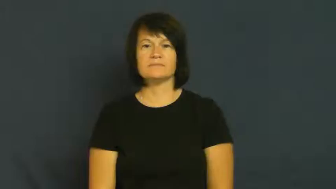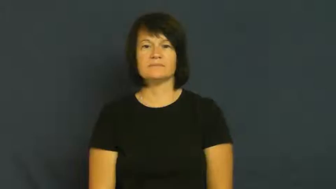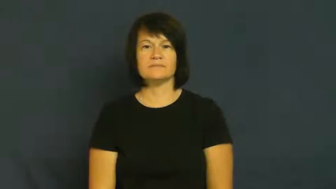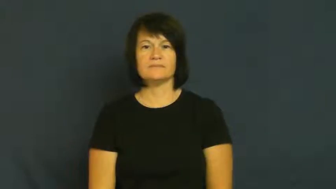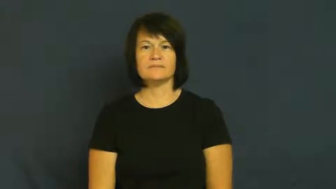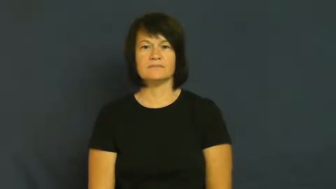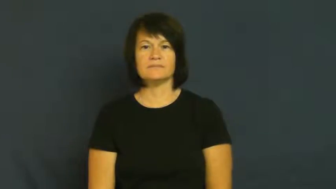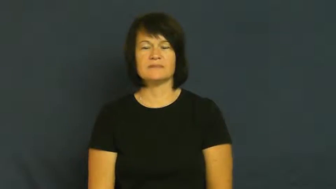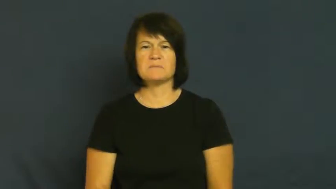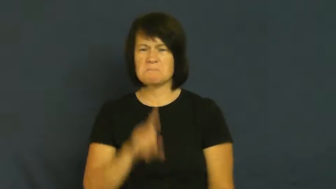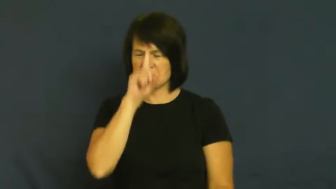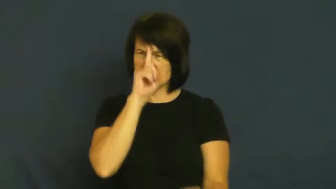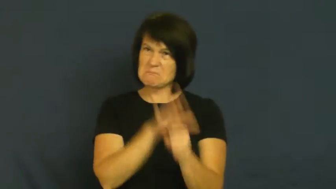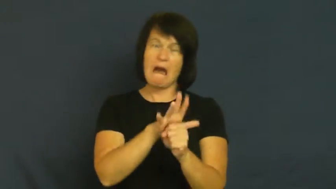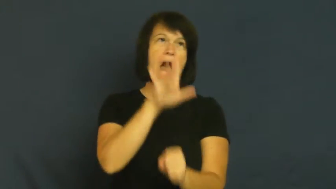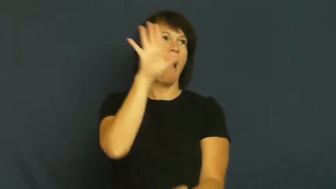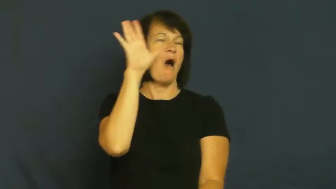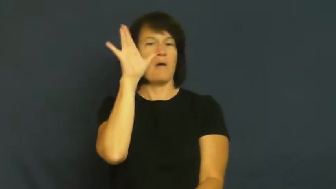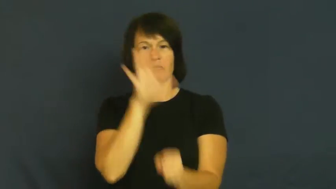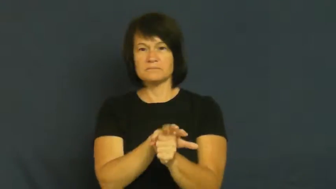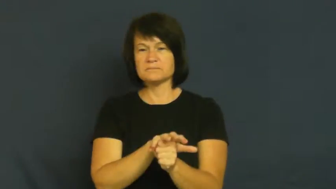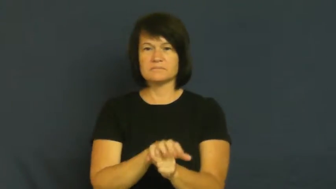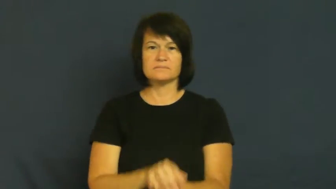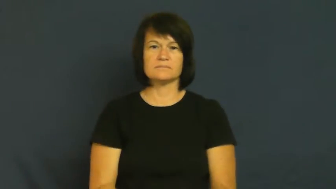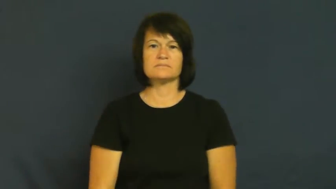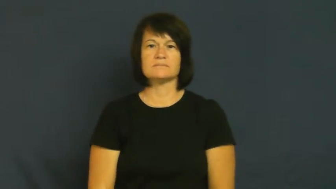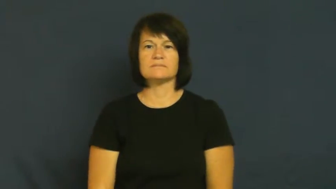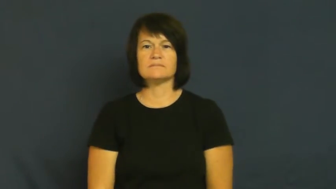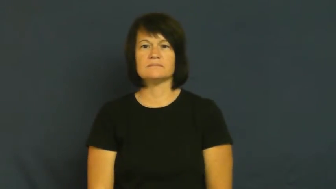rage,apoplexy,hothead